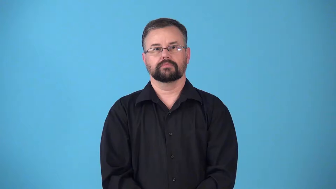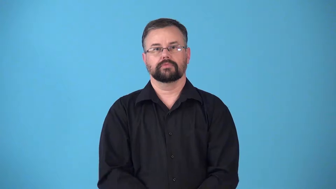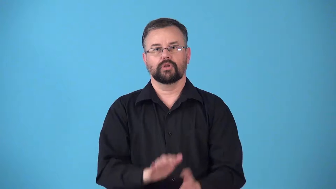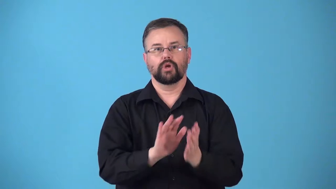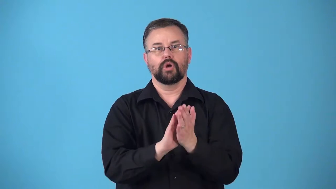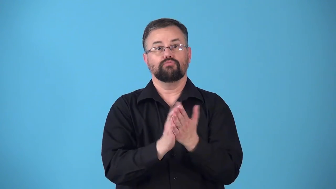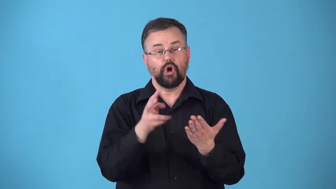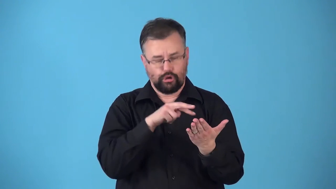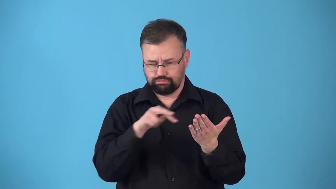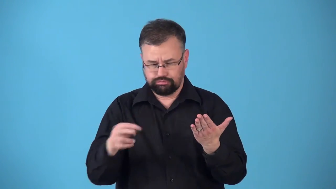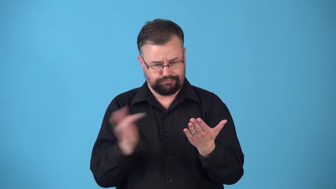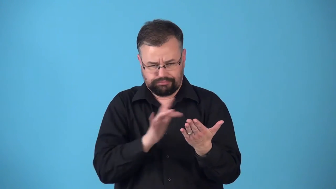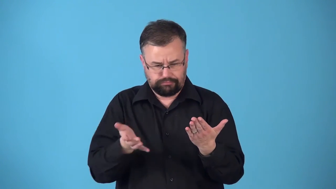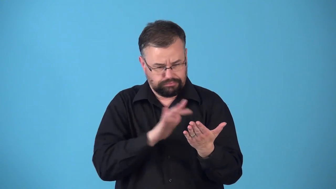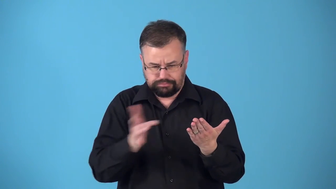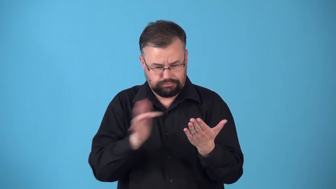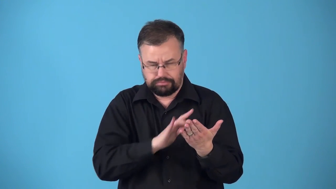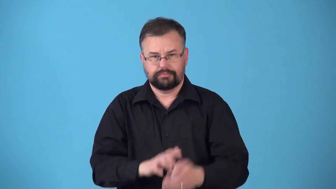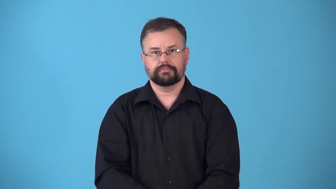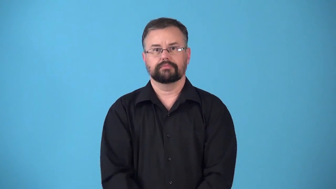riff,riffle,page-look through book